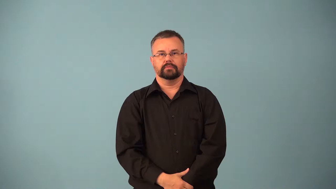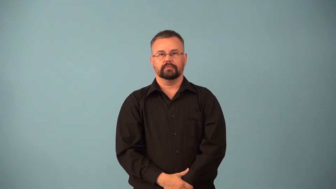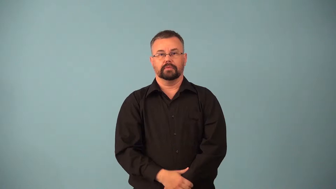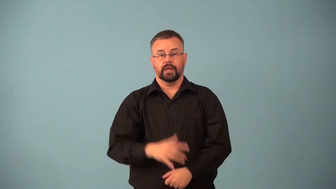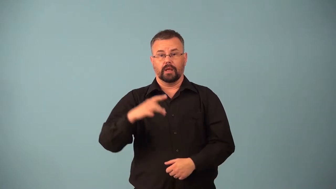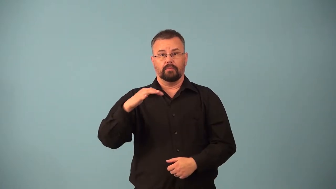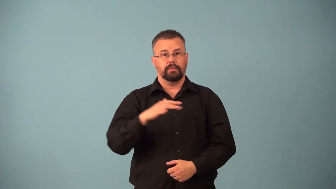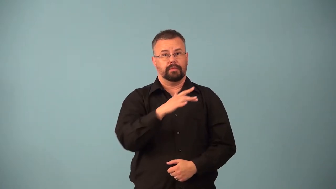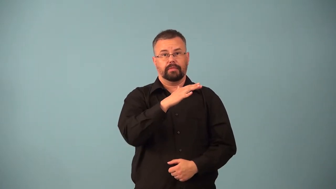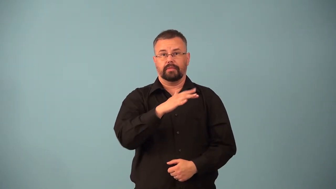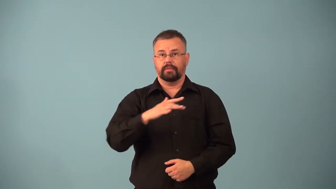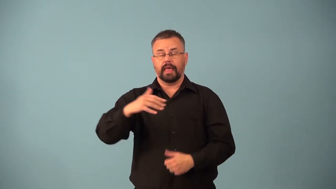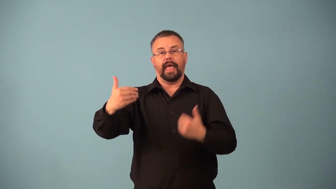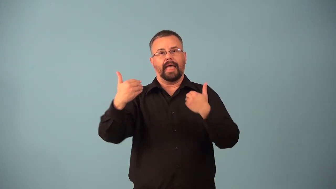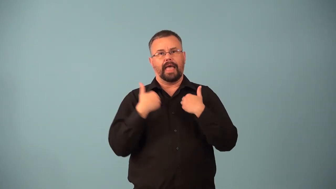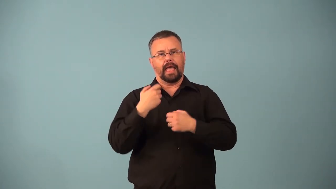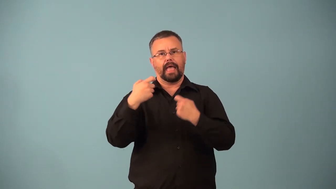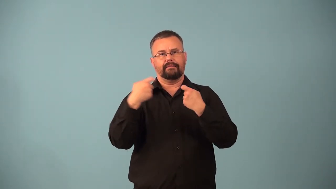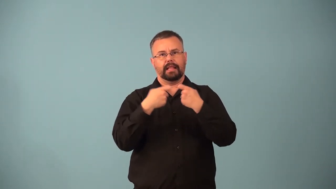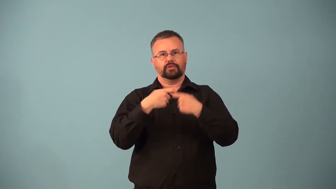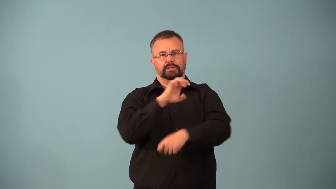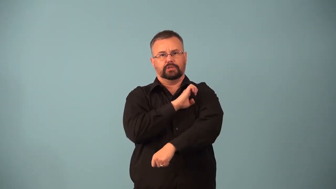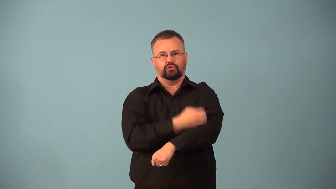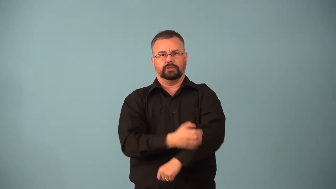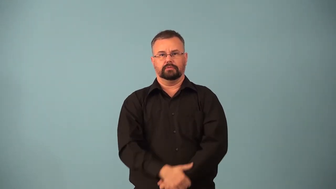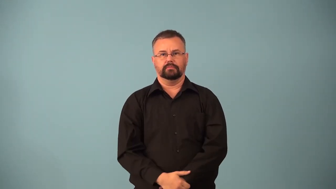electrolyte